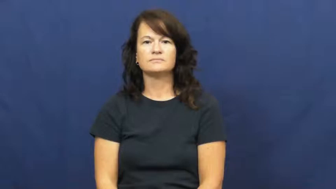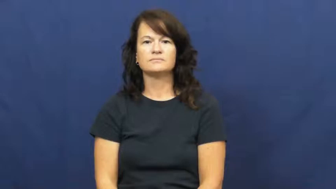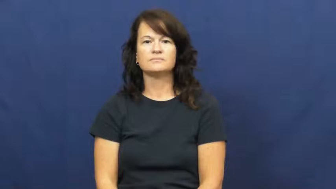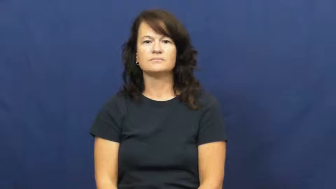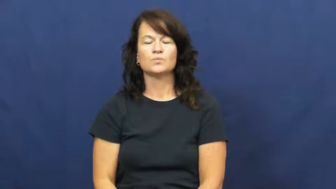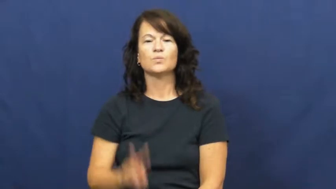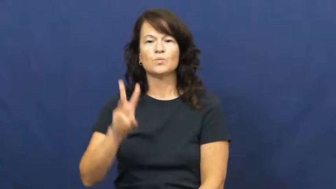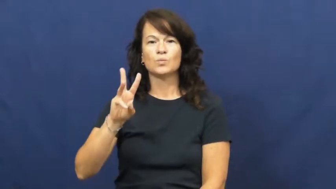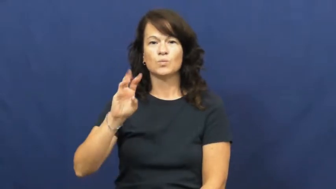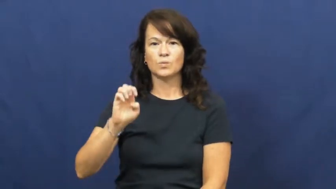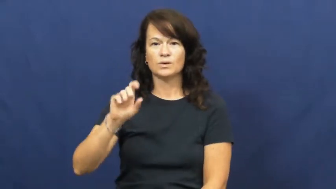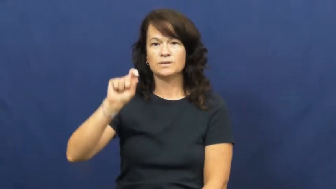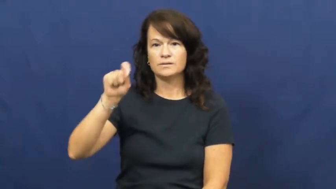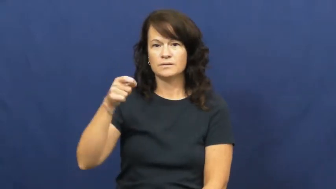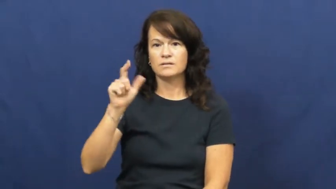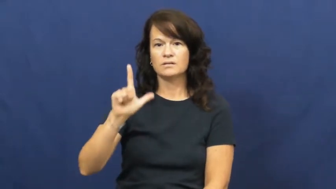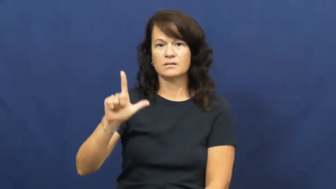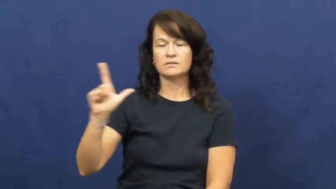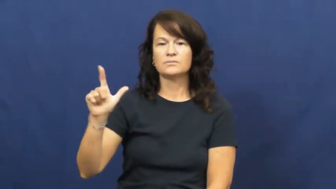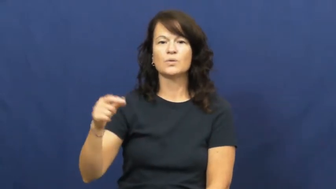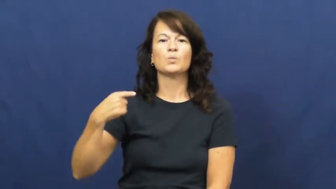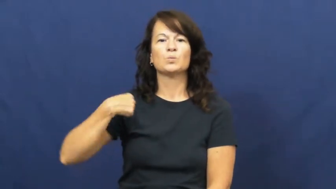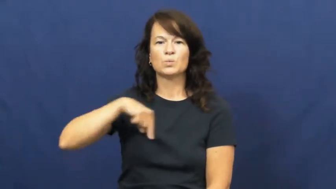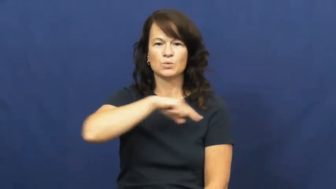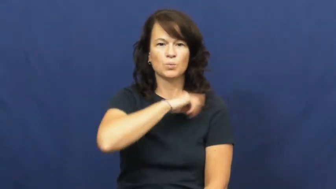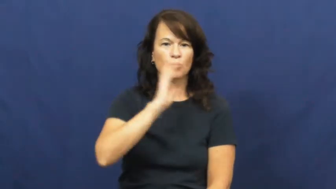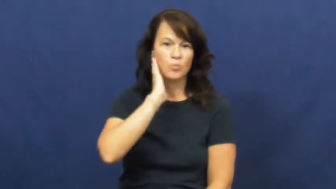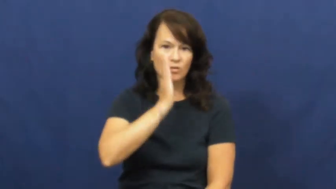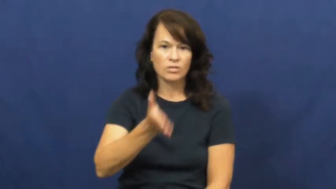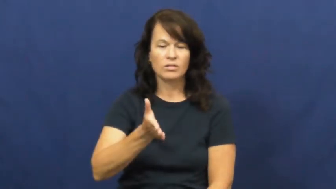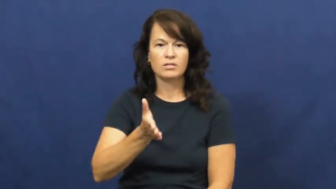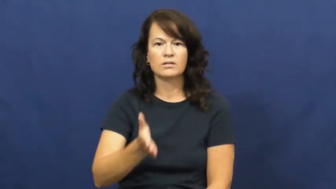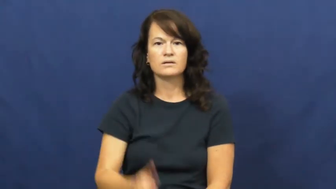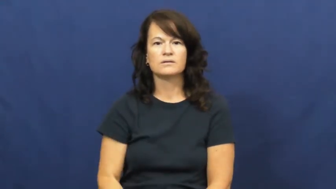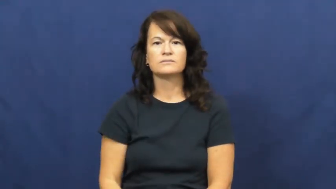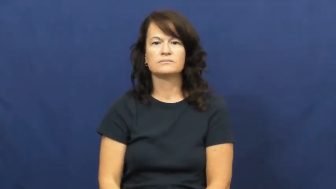we'll